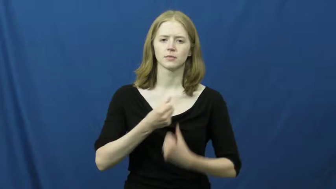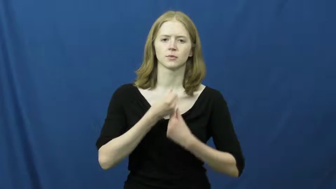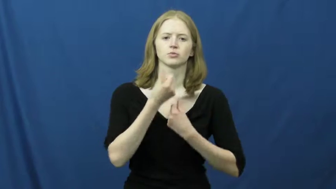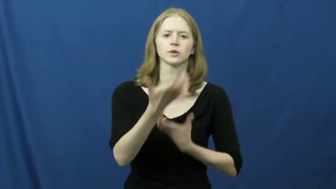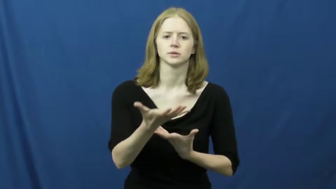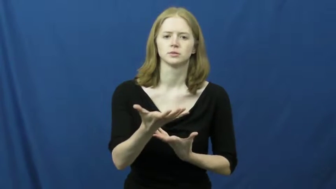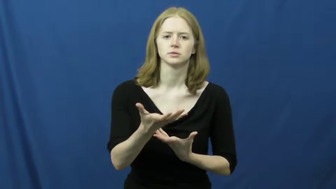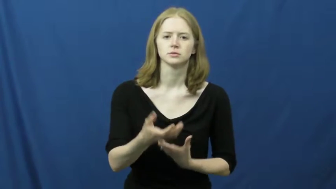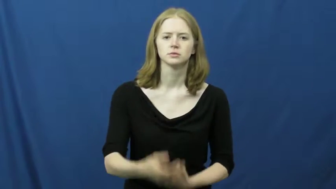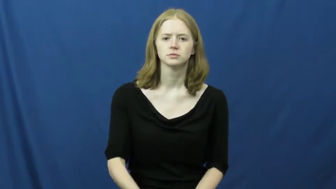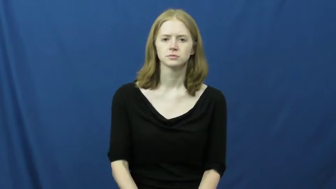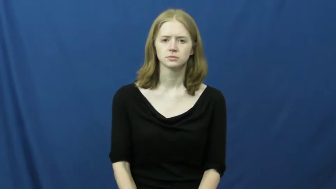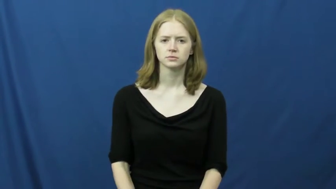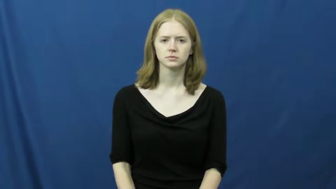exude